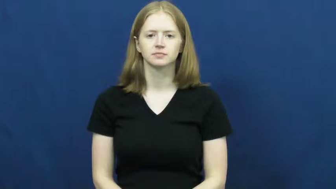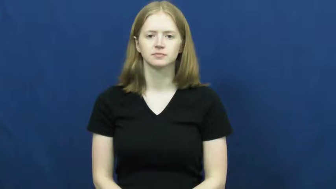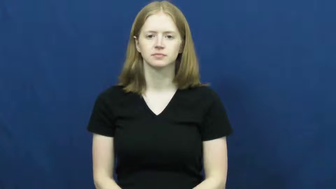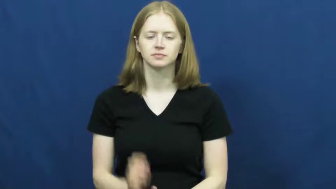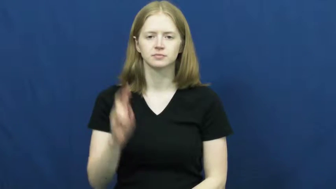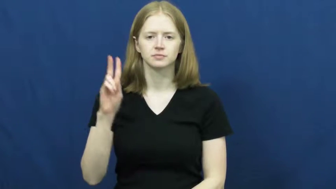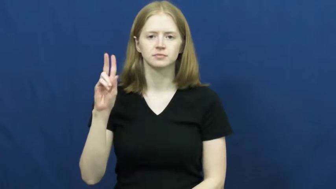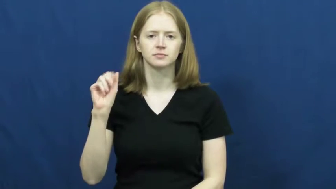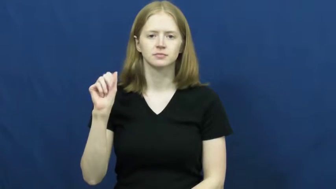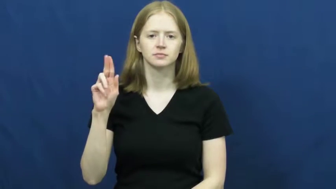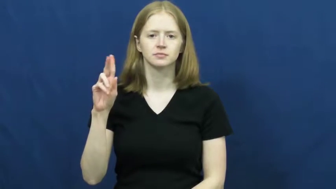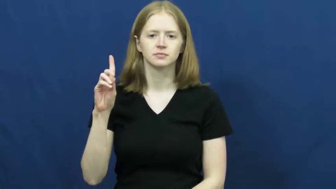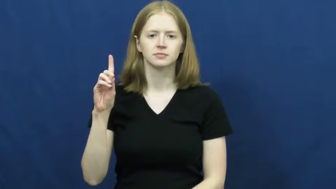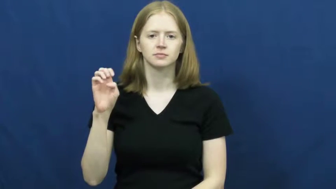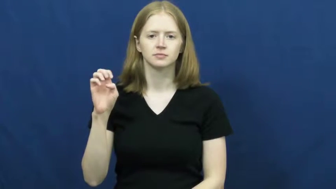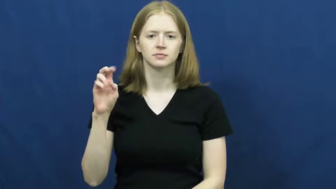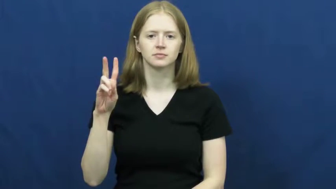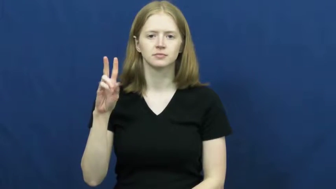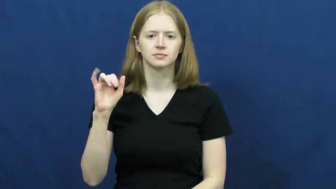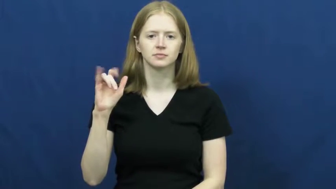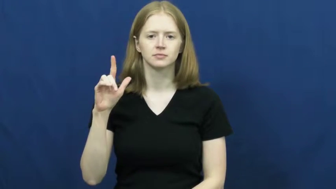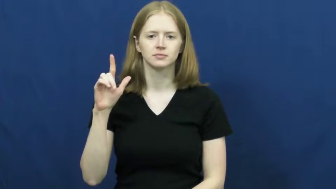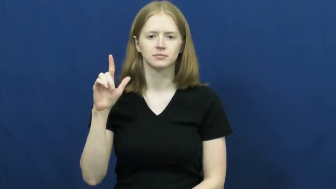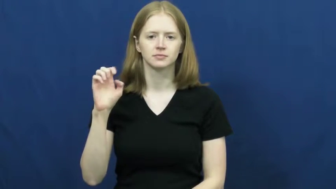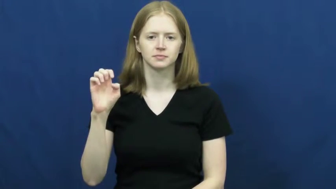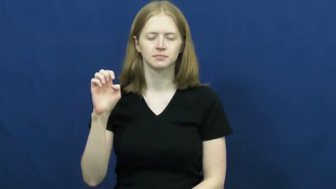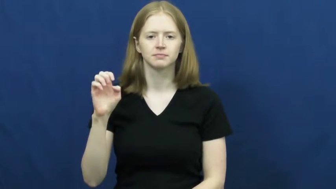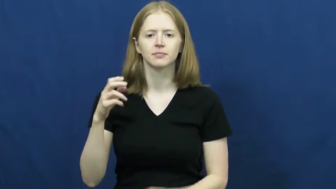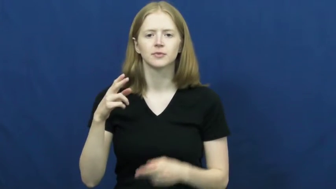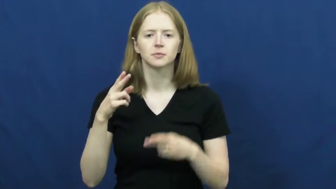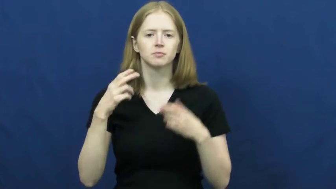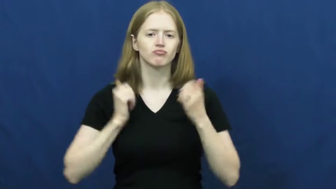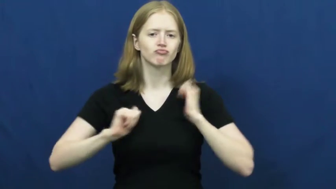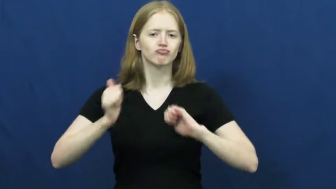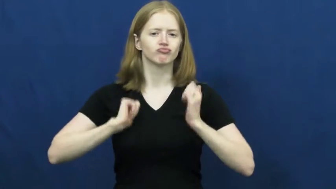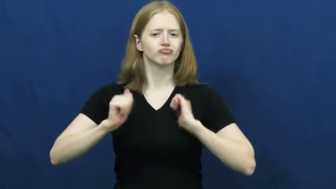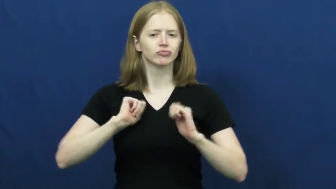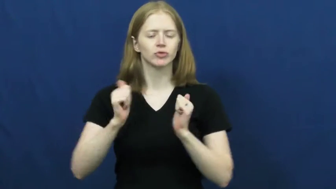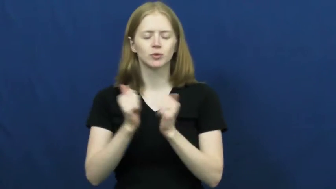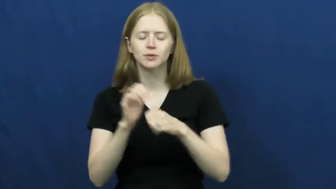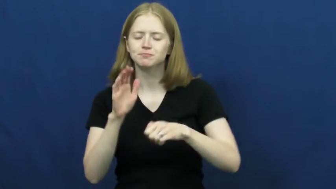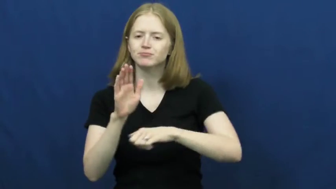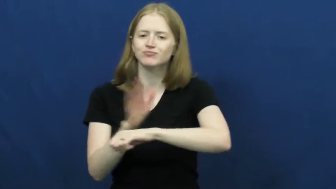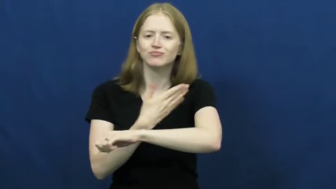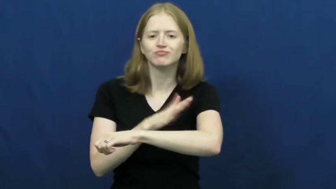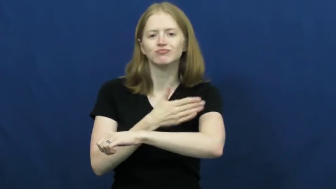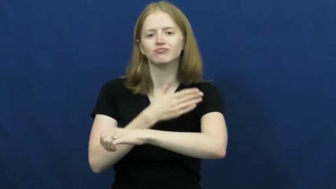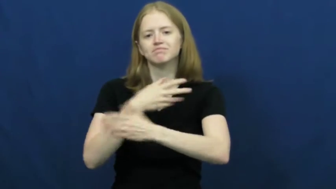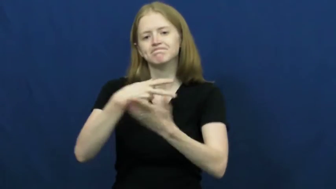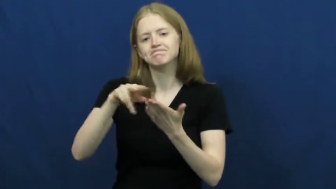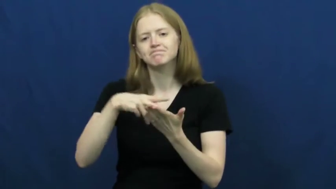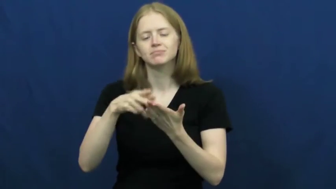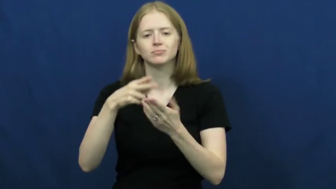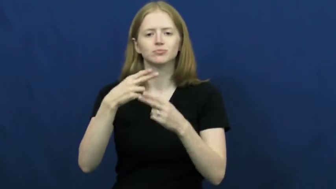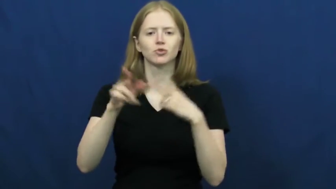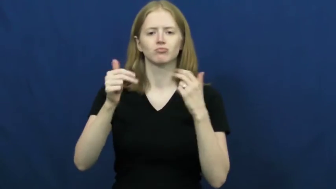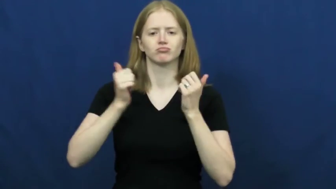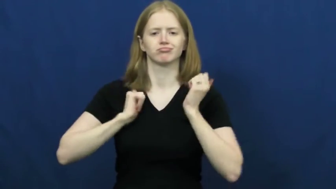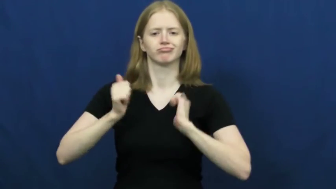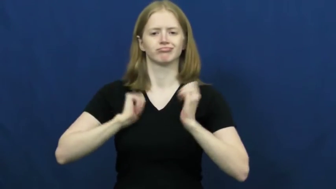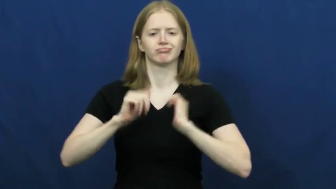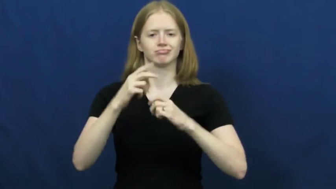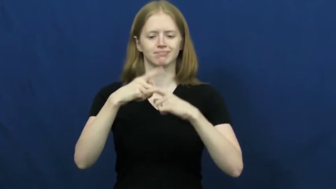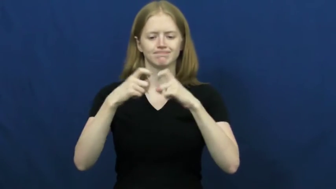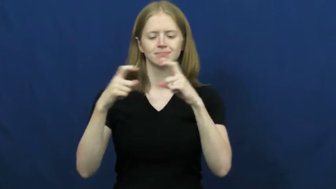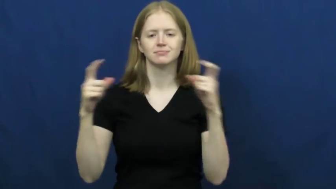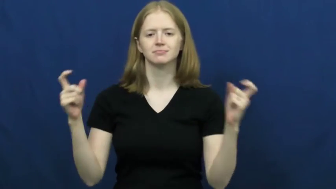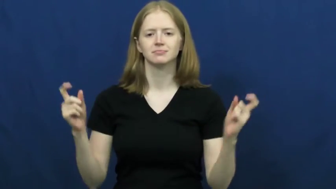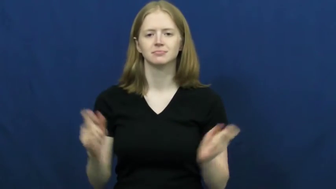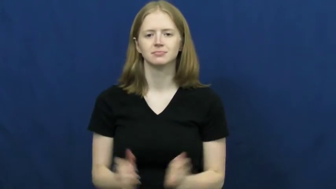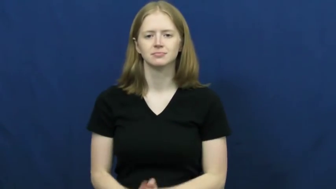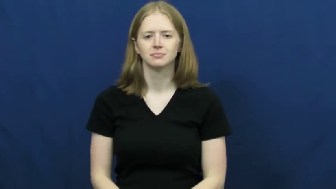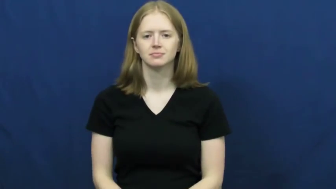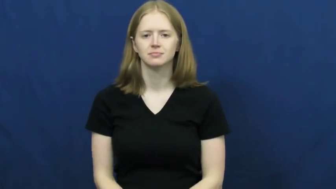vaudeville